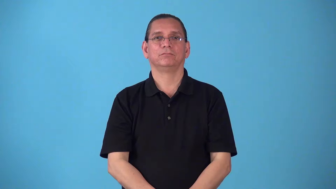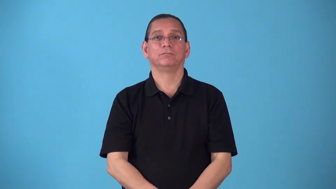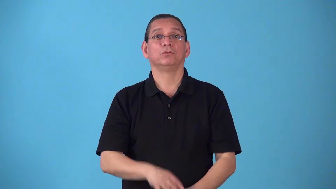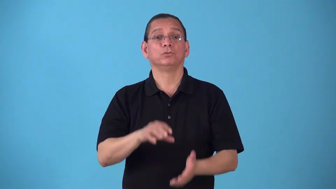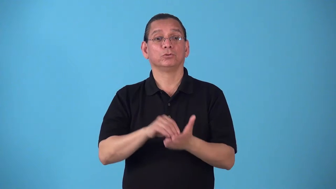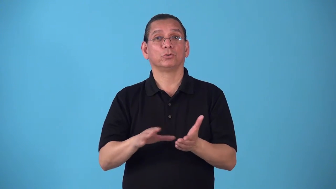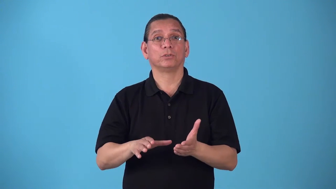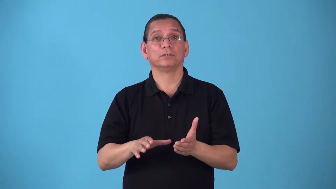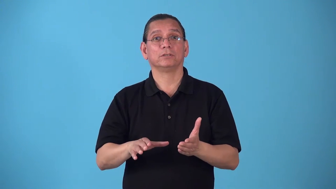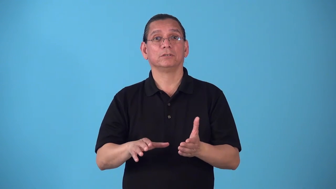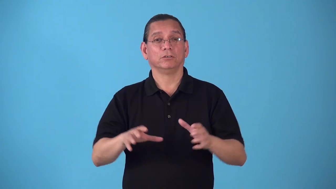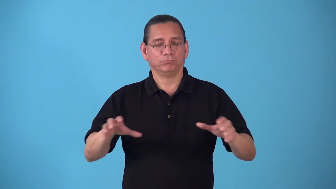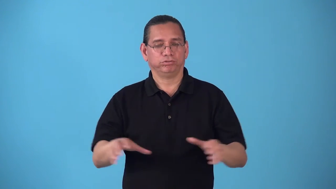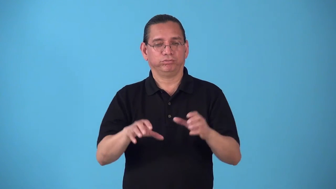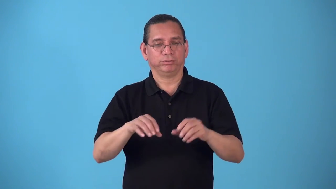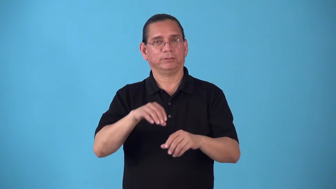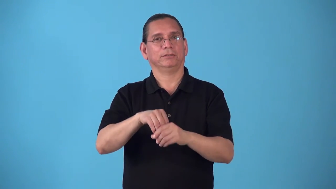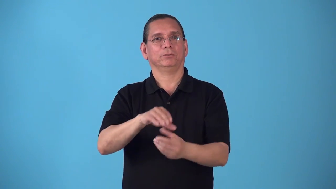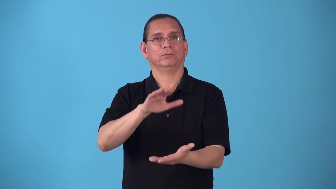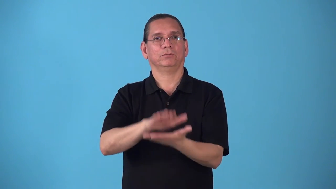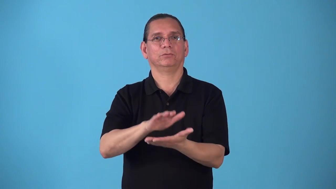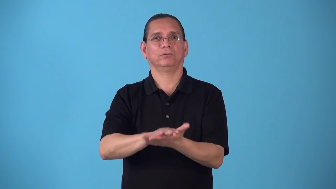schoolwork